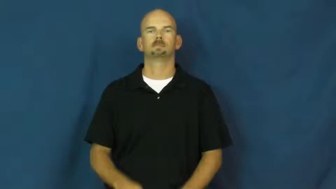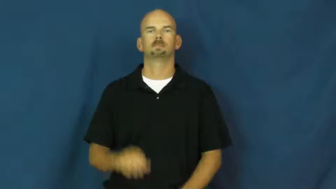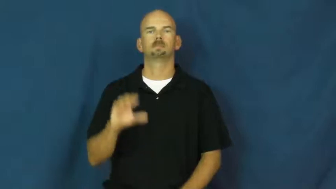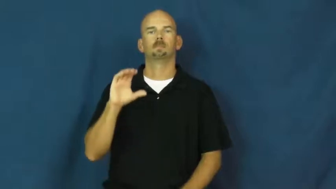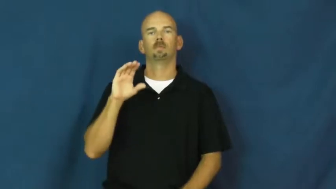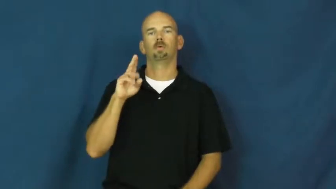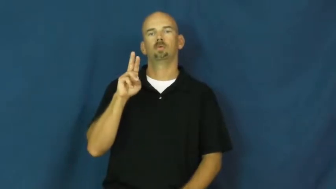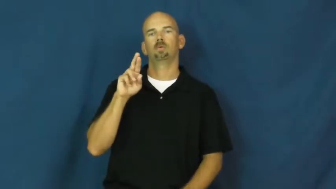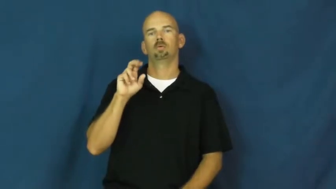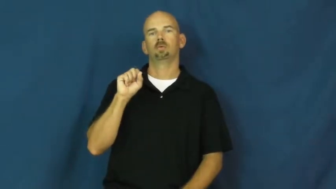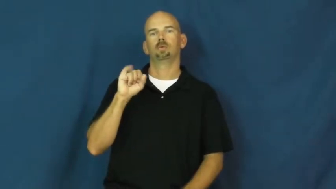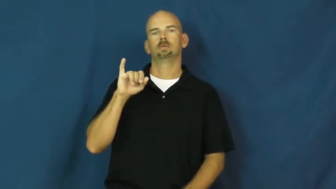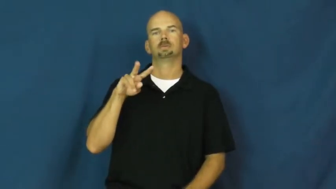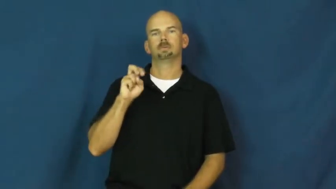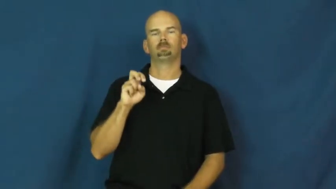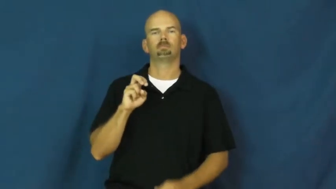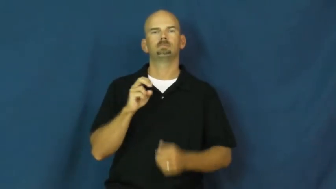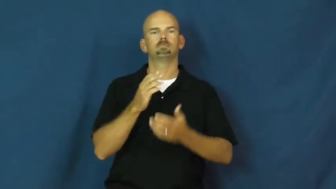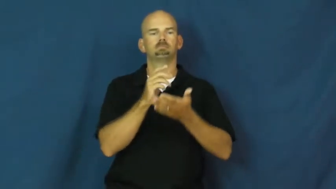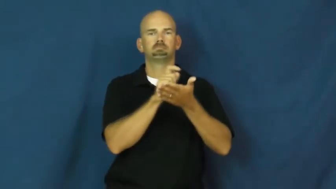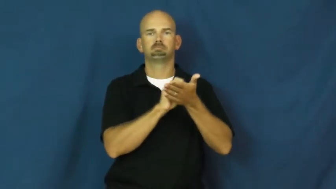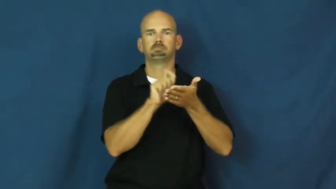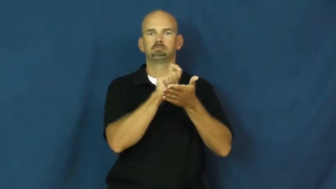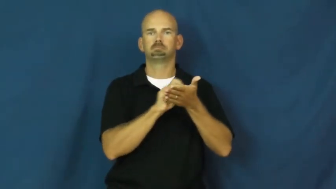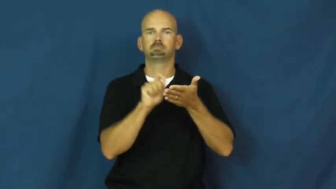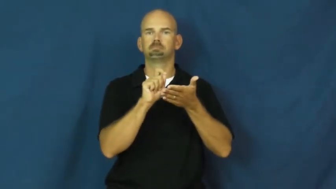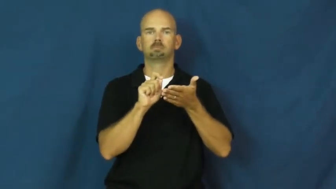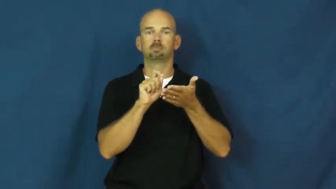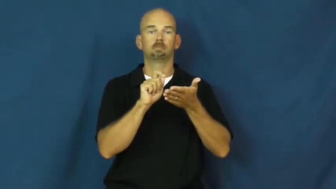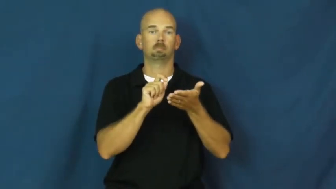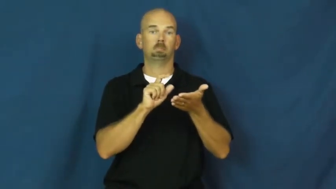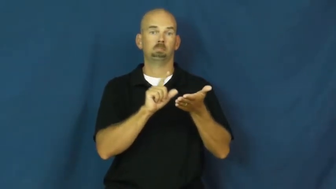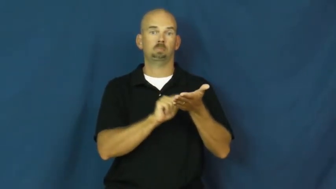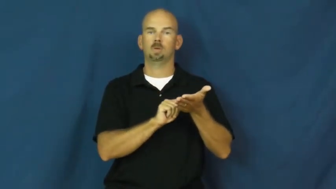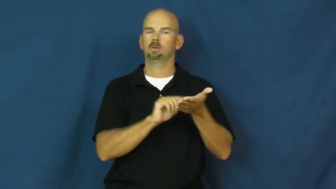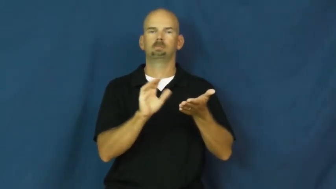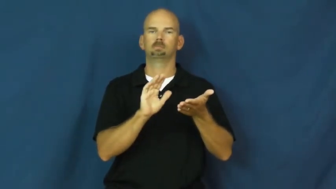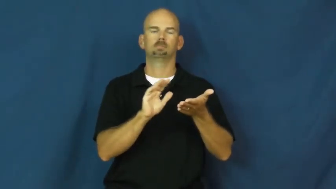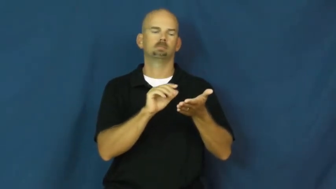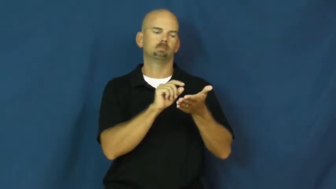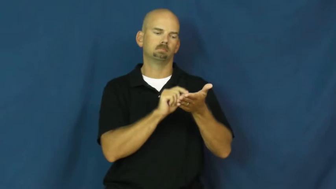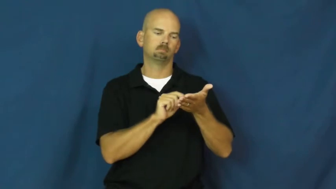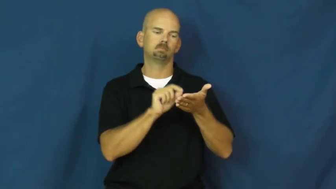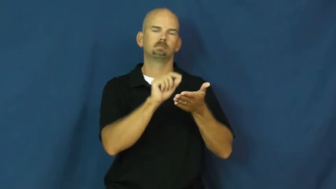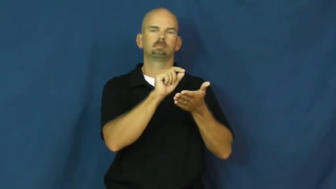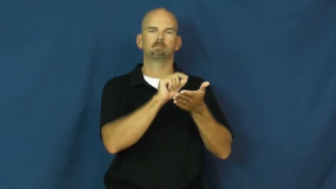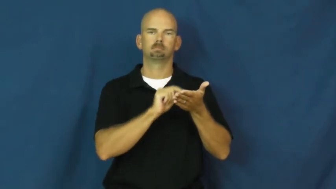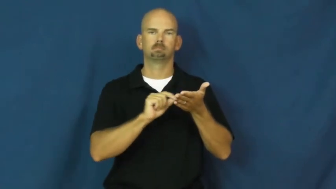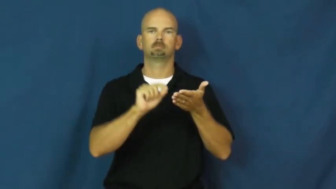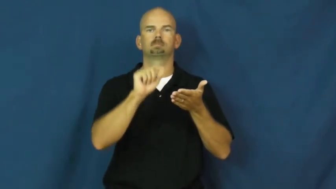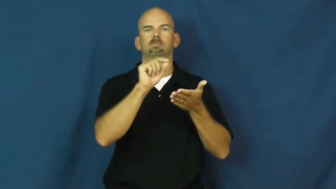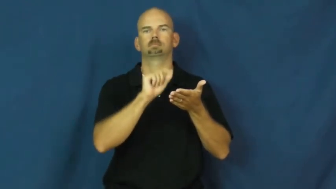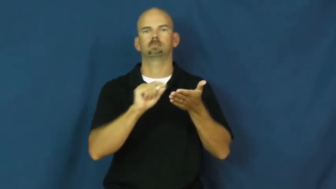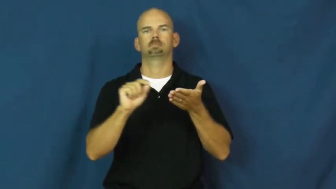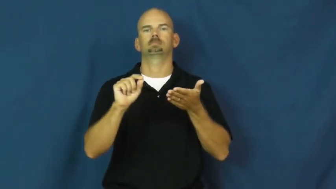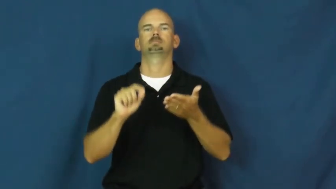cursive